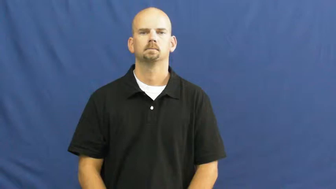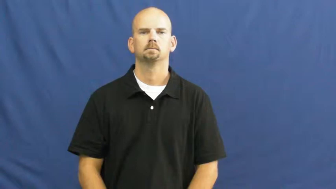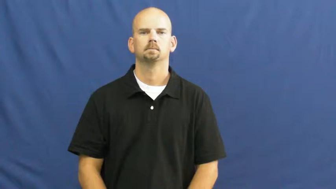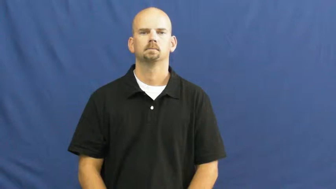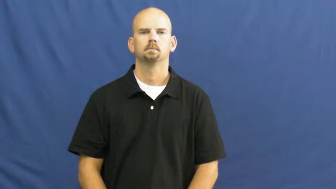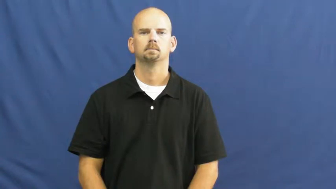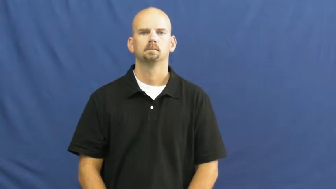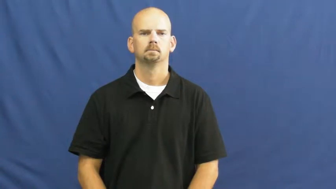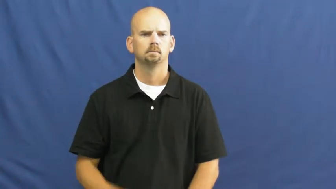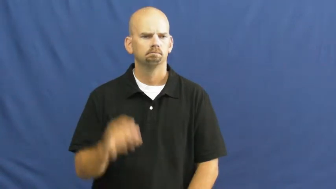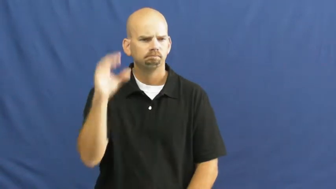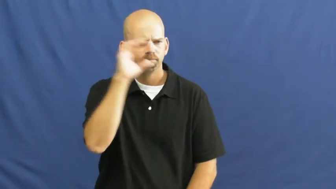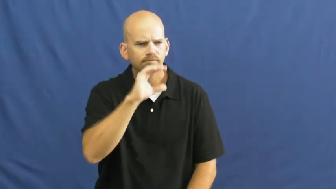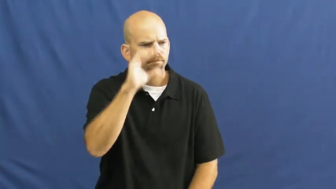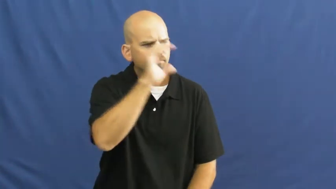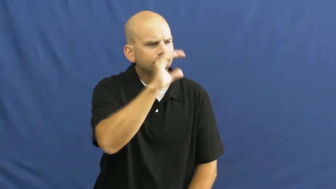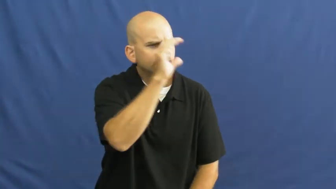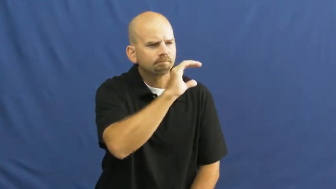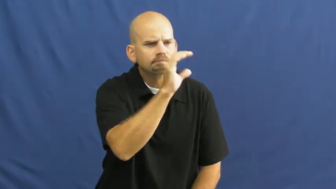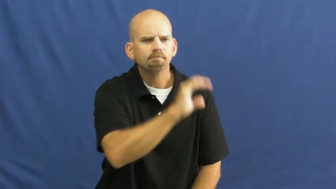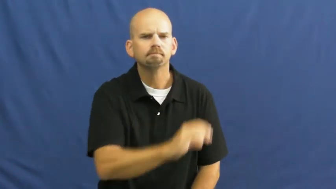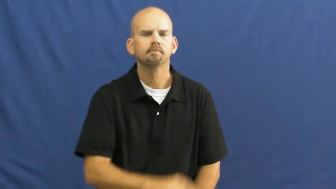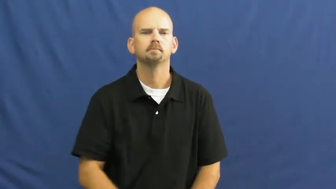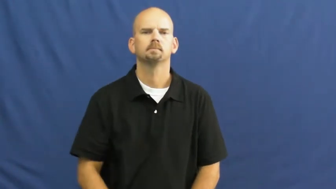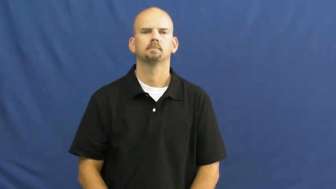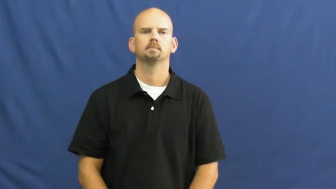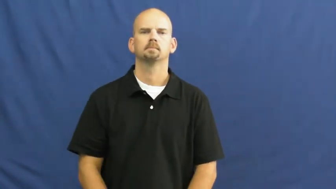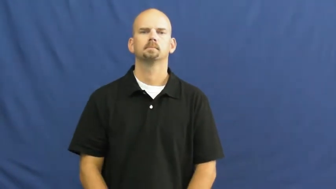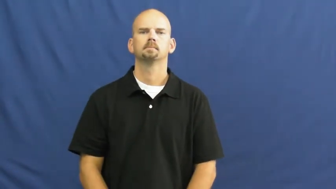scout out,scout around